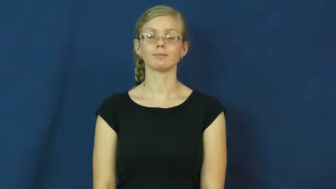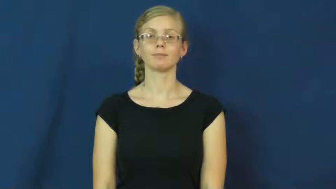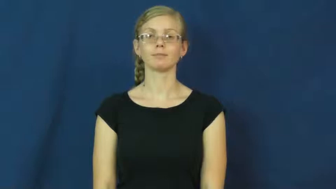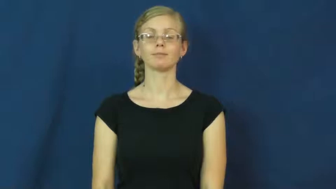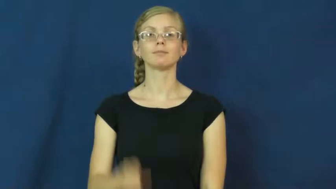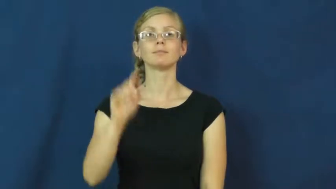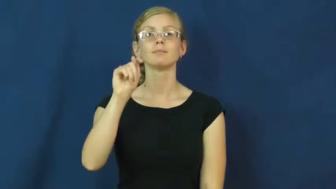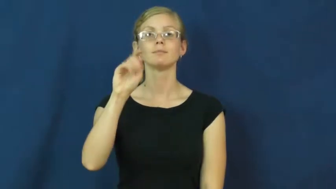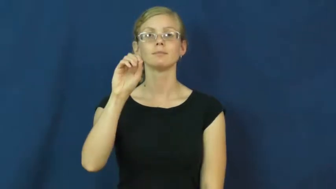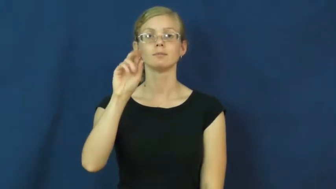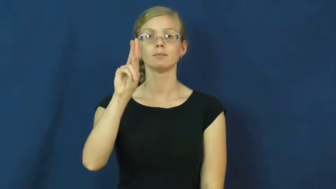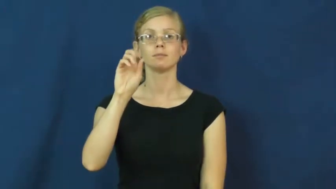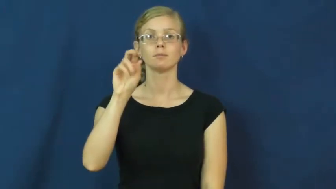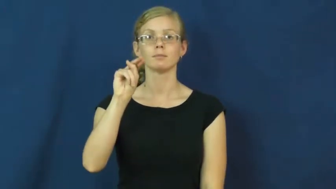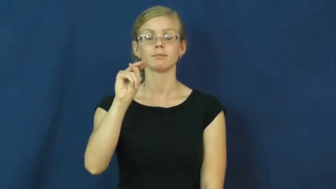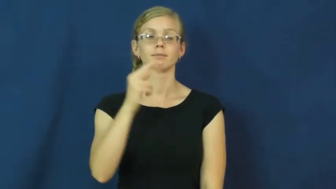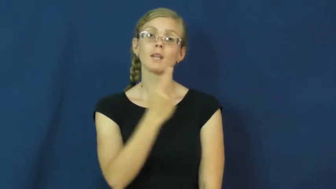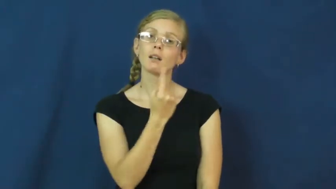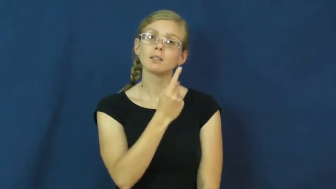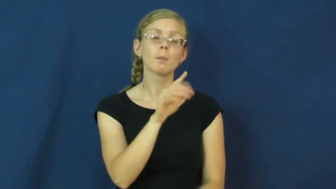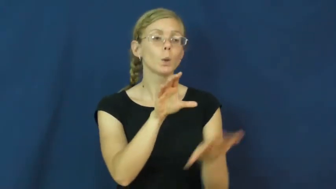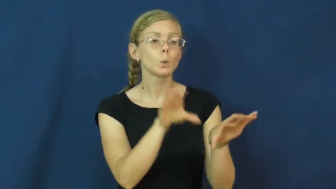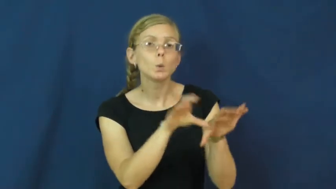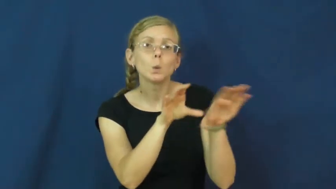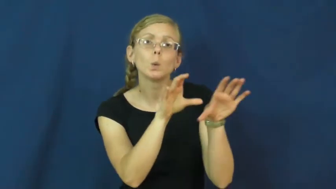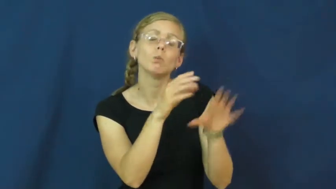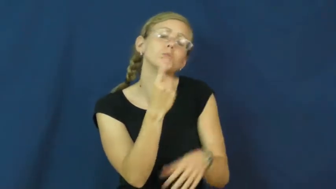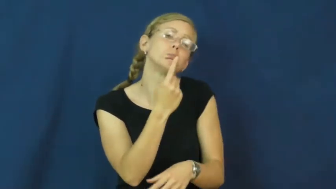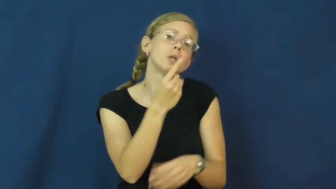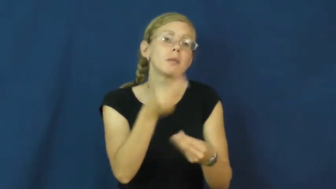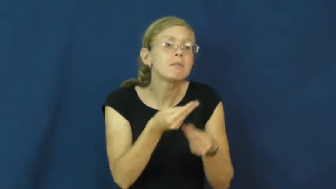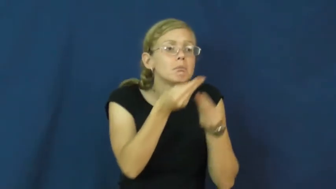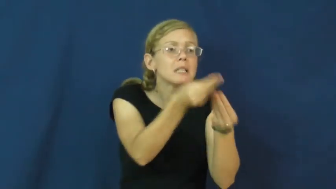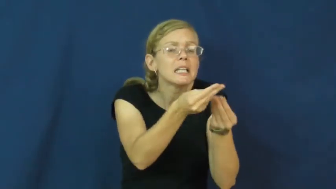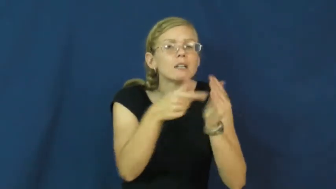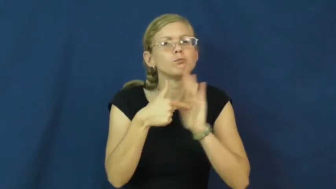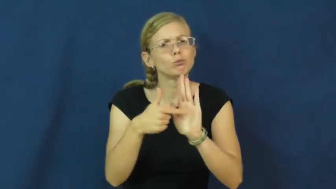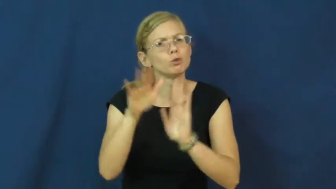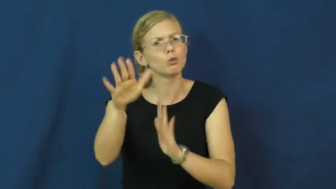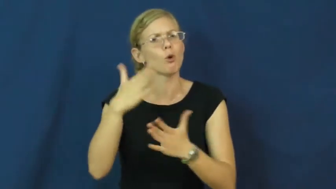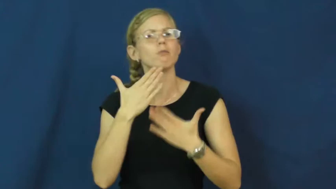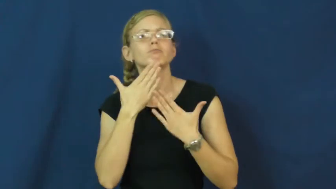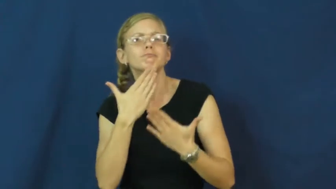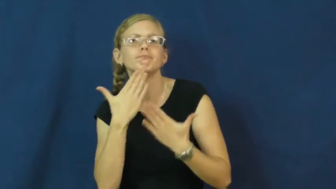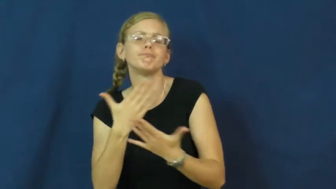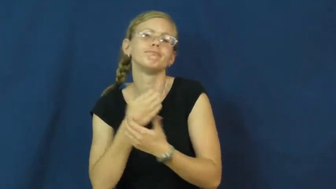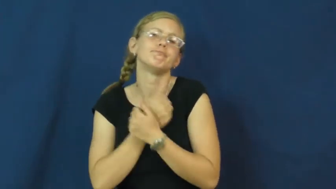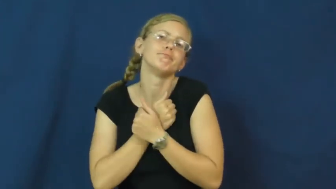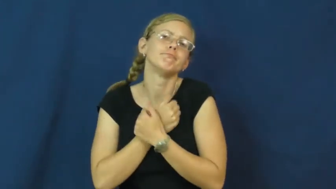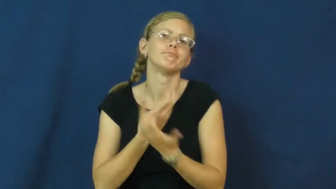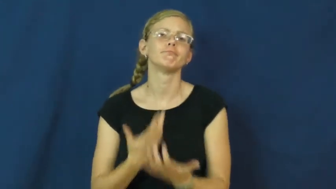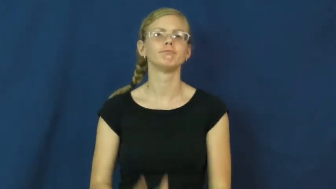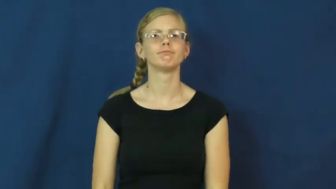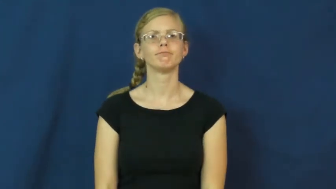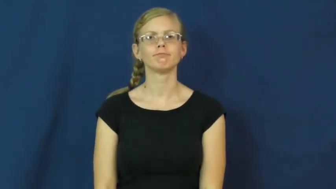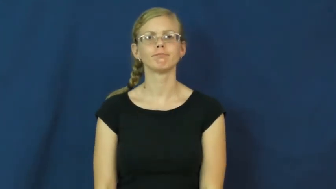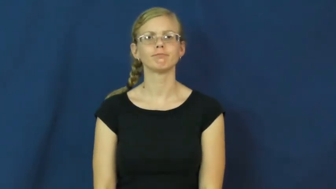token-show appreciation